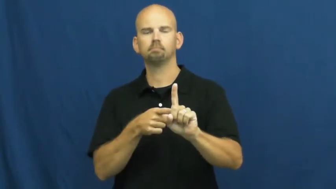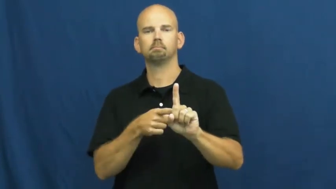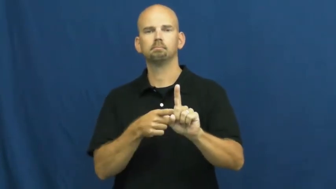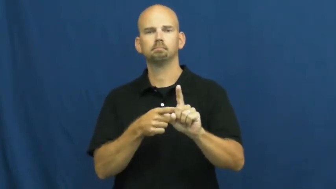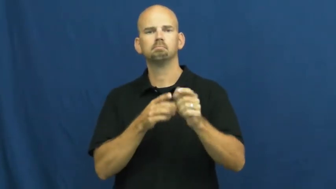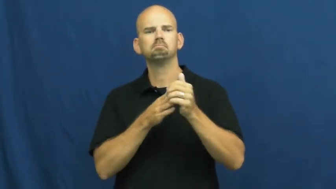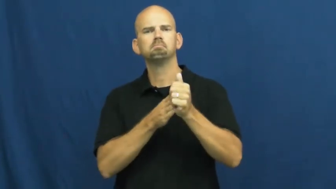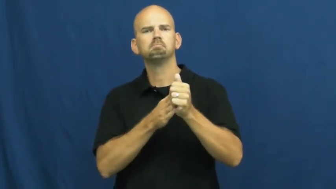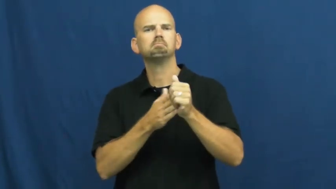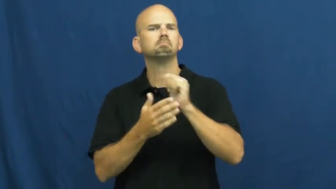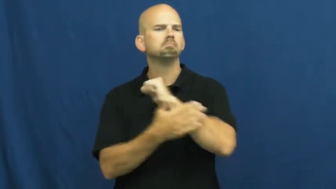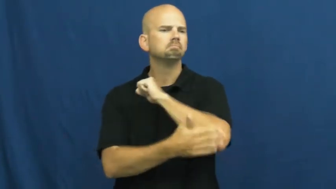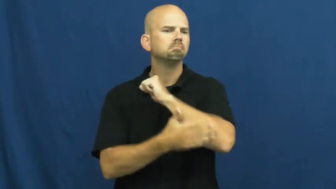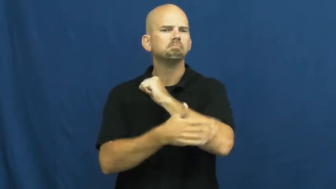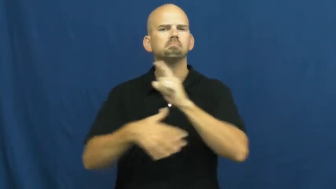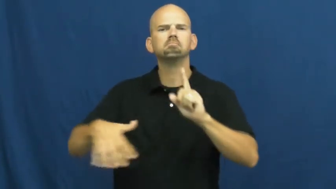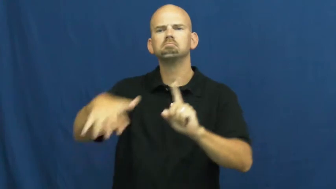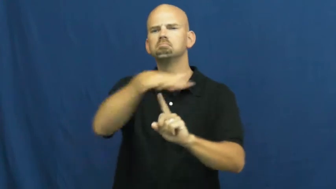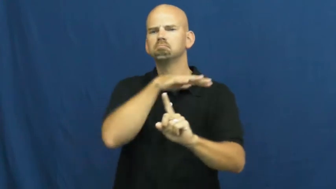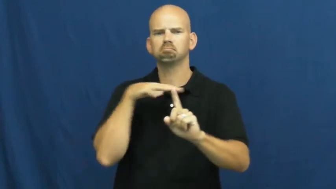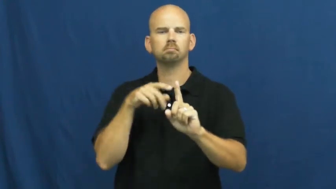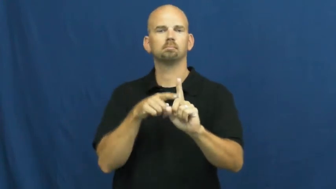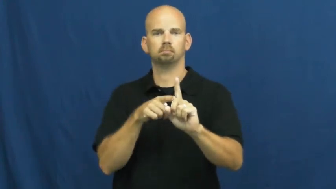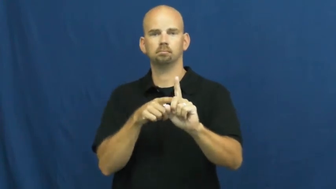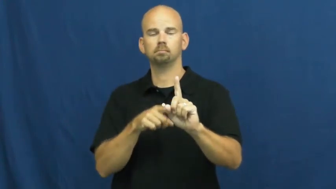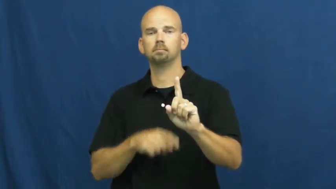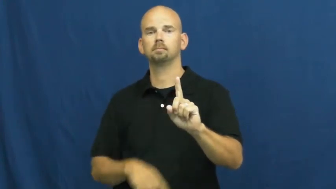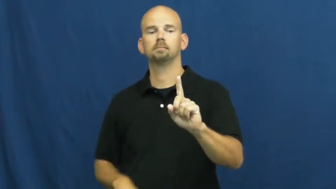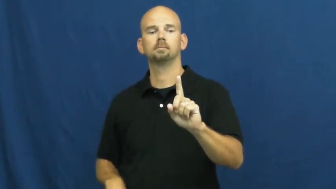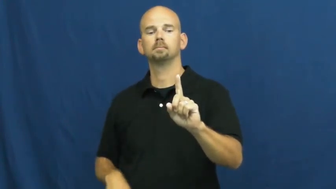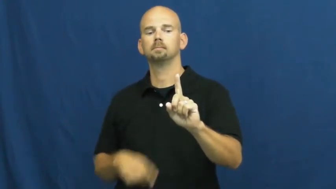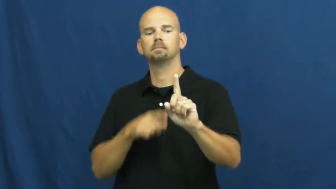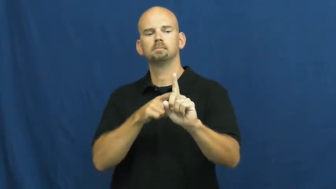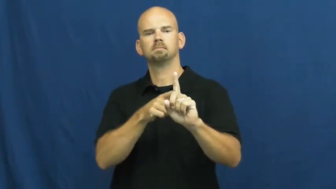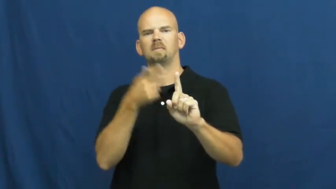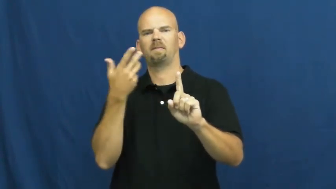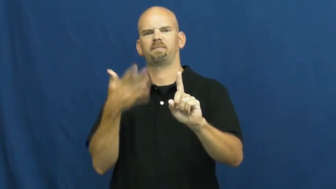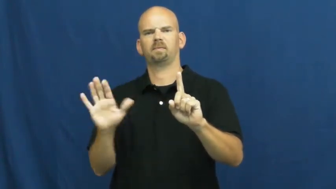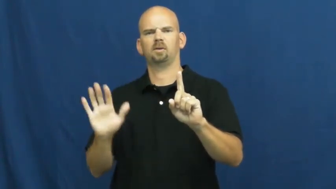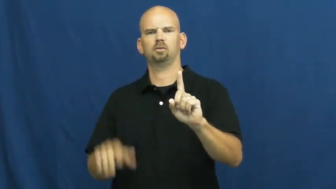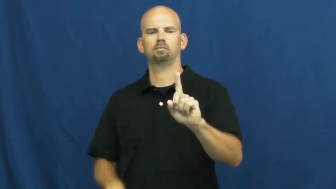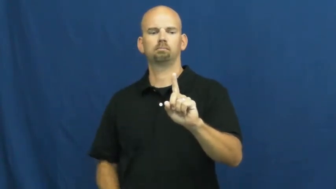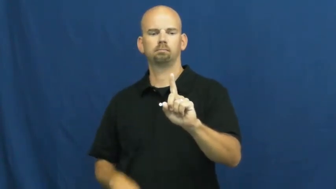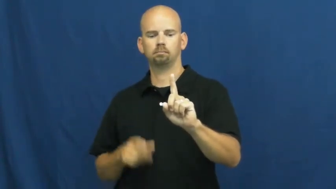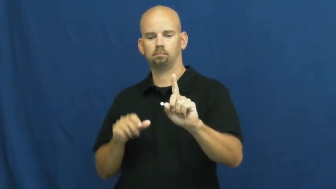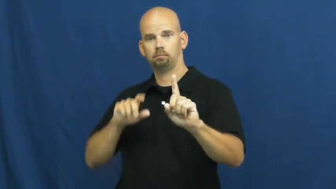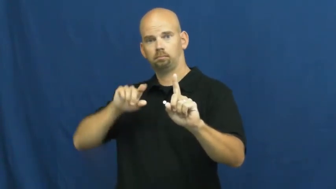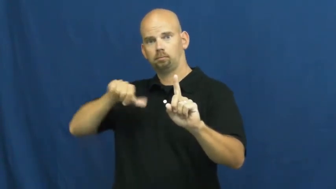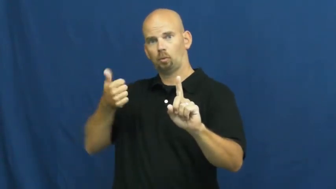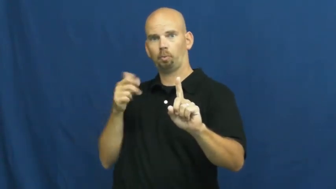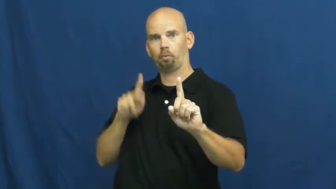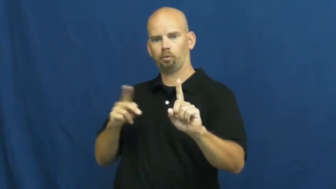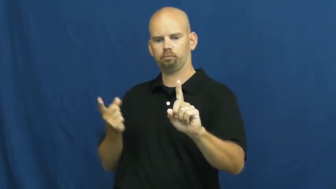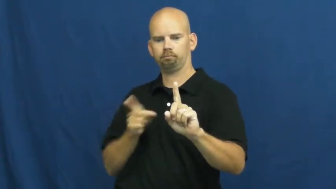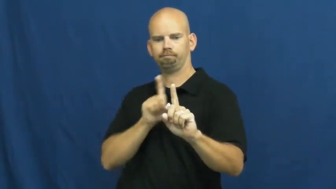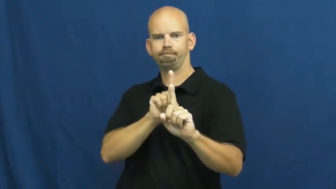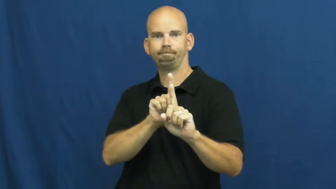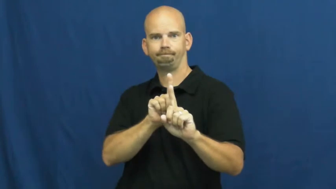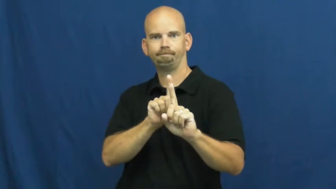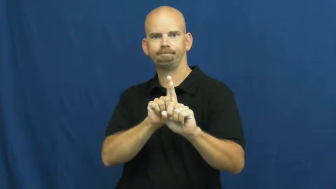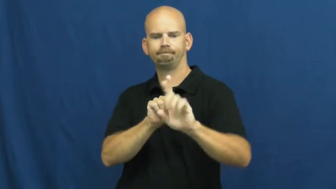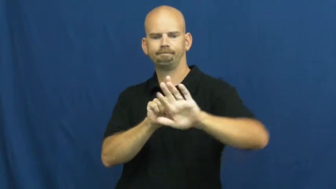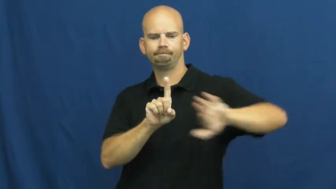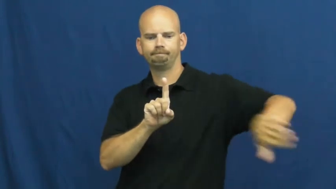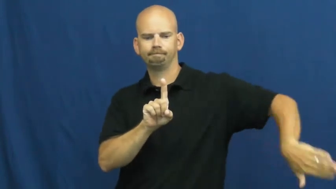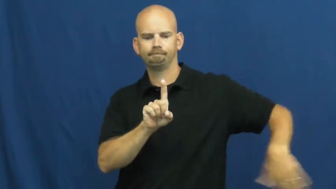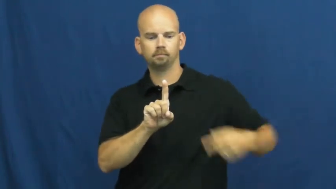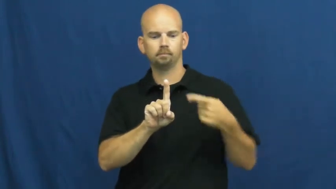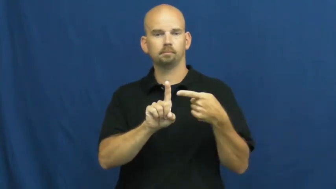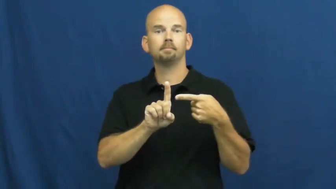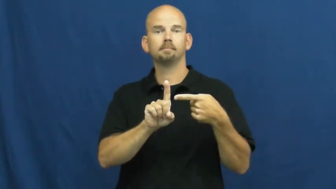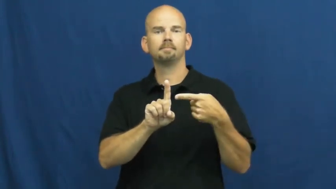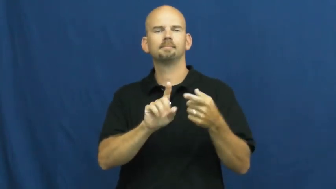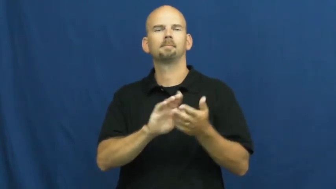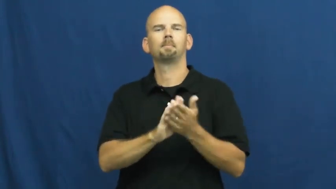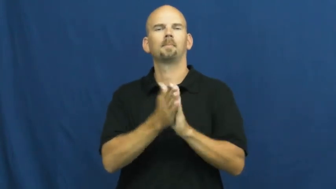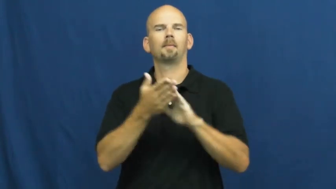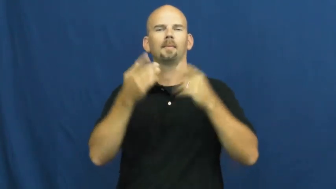successor